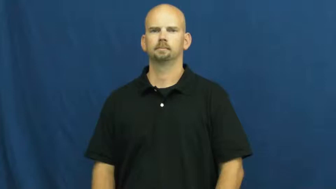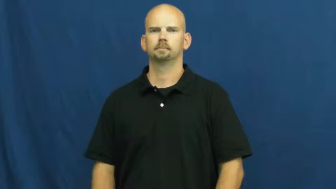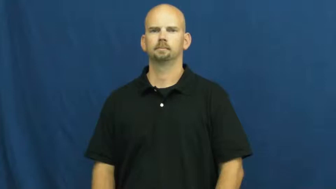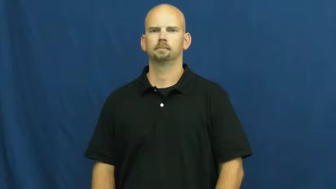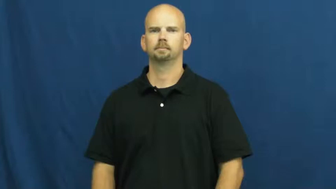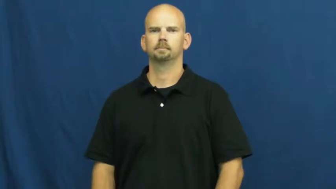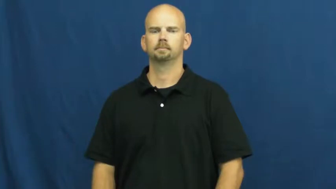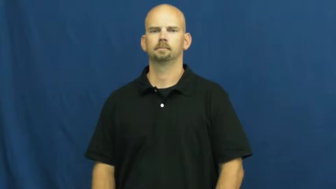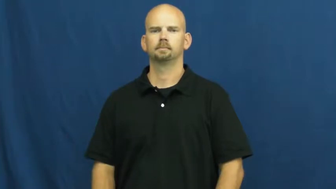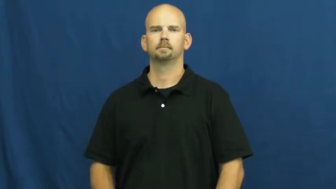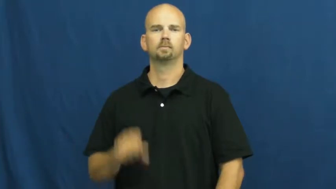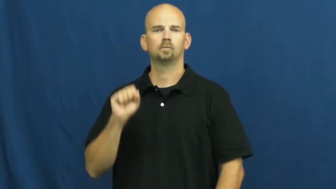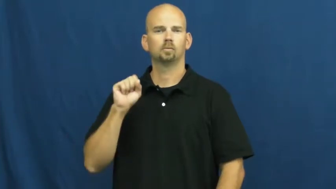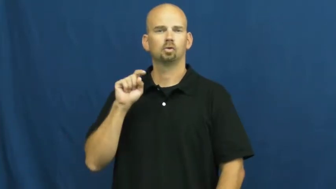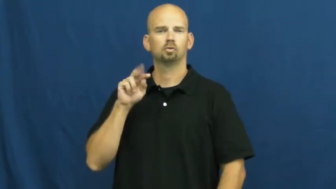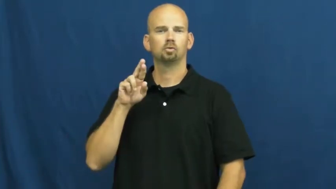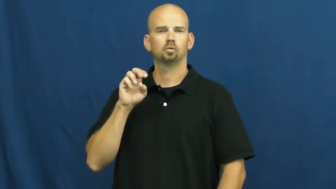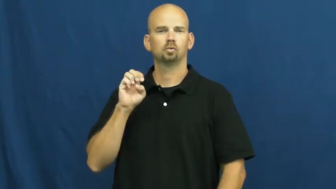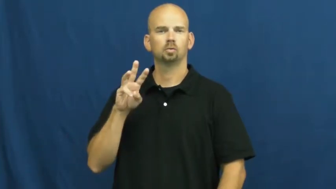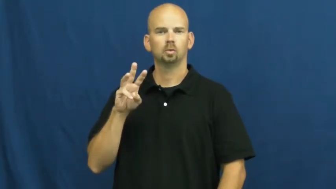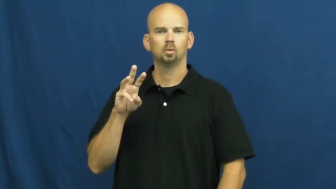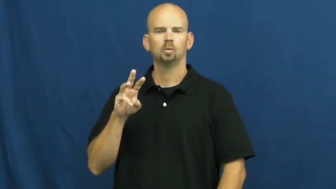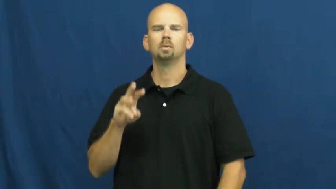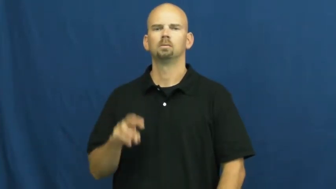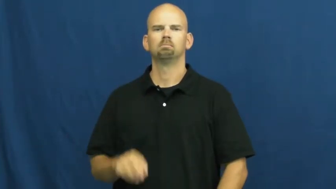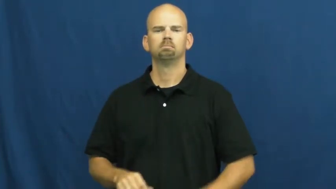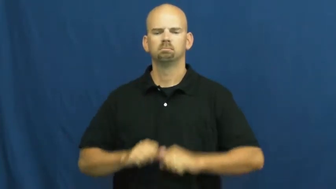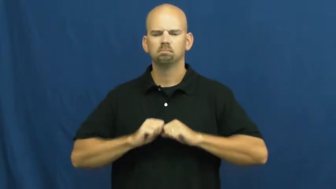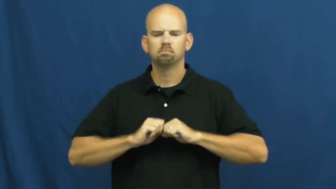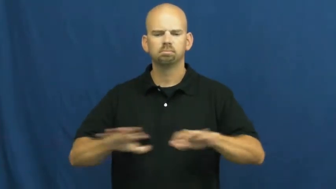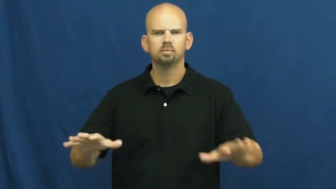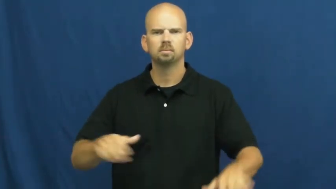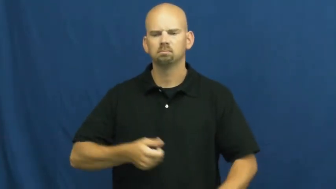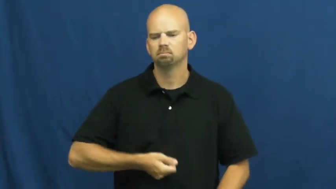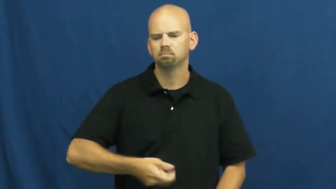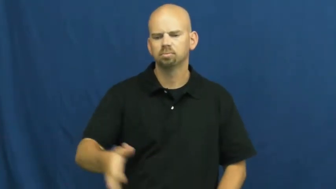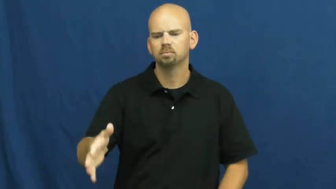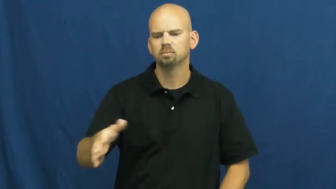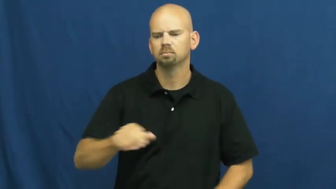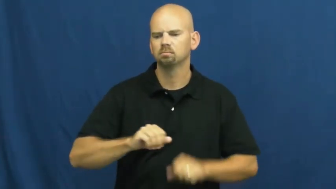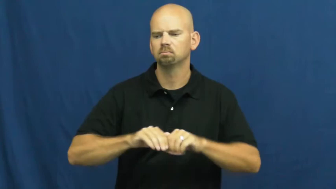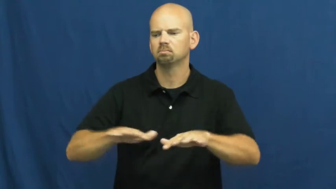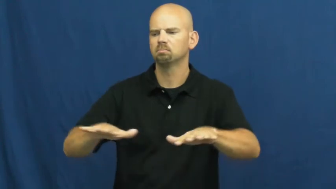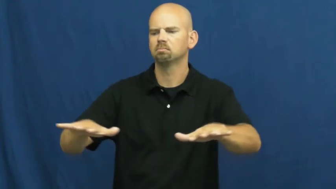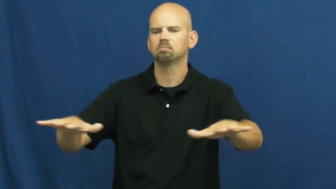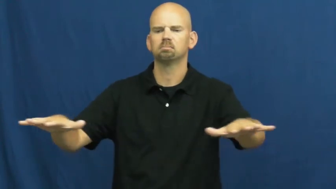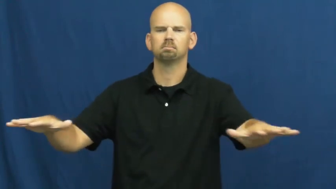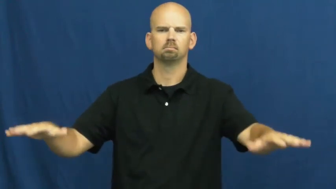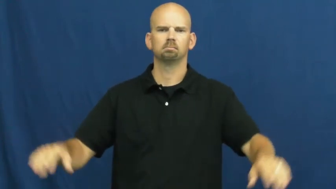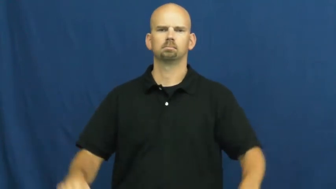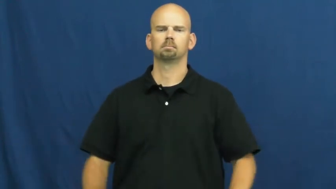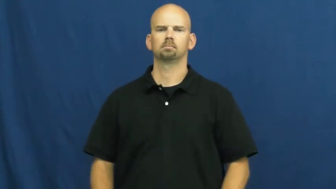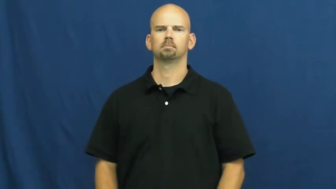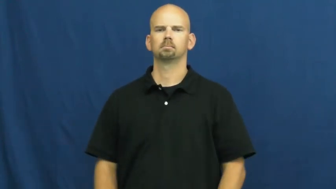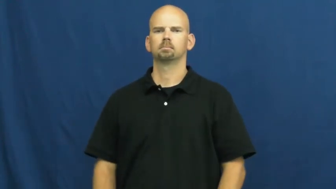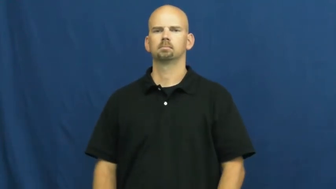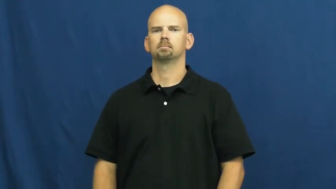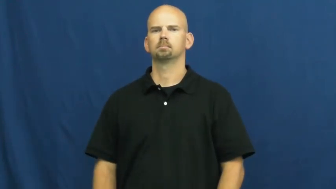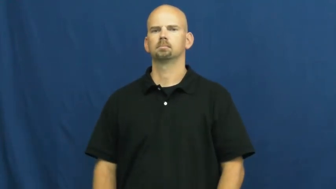strew